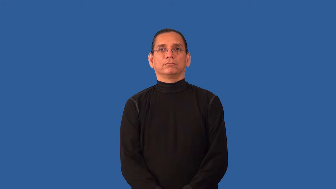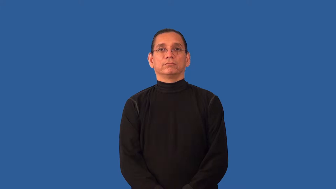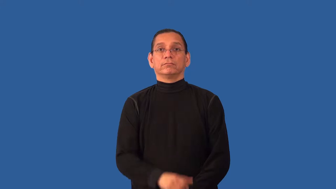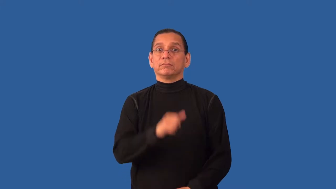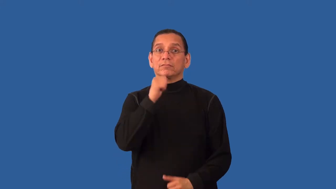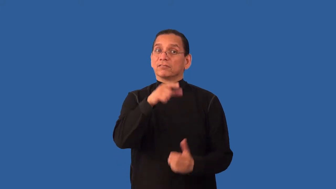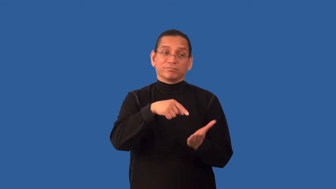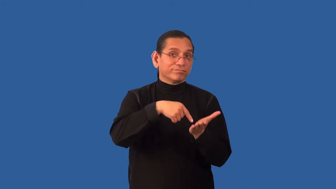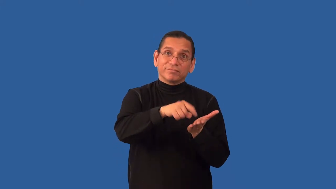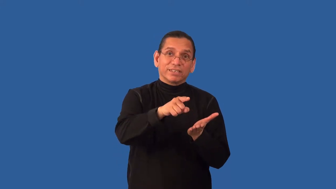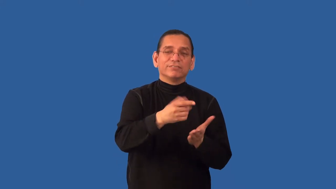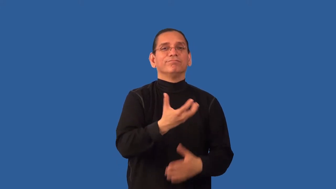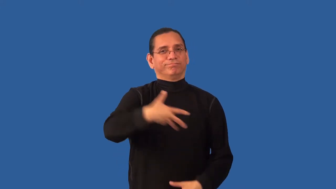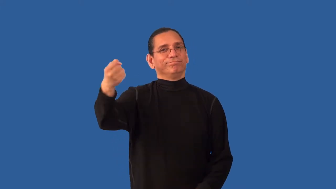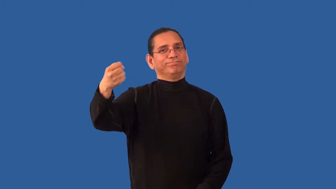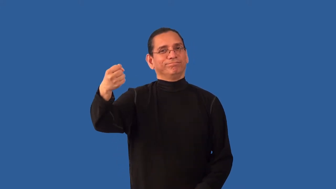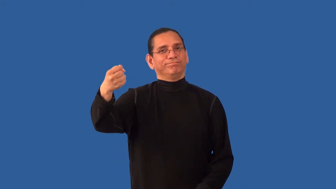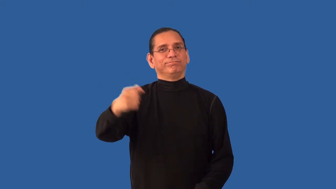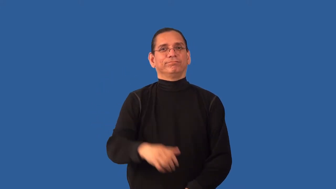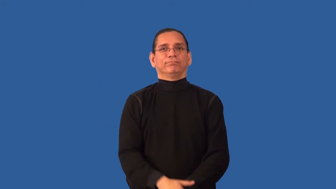foreclose,repossess